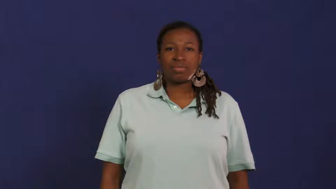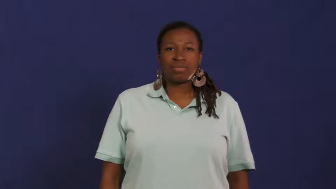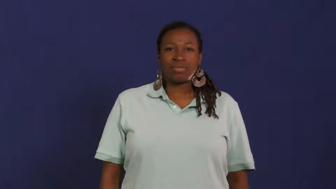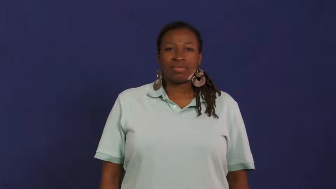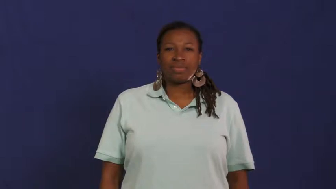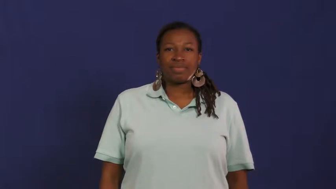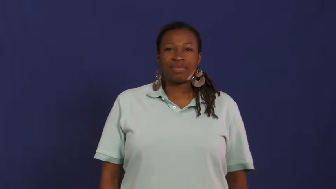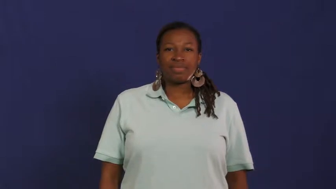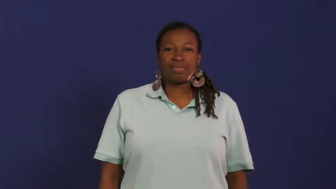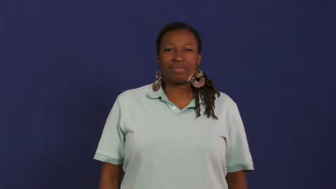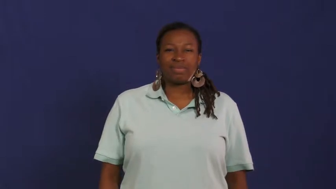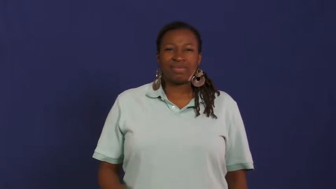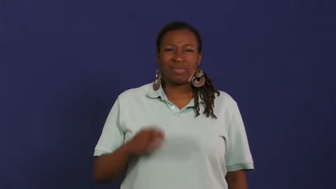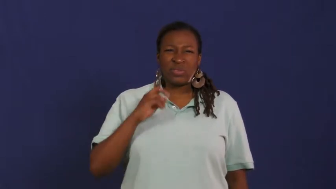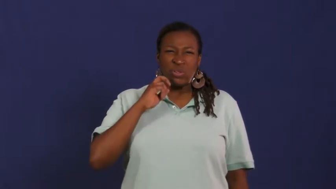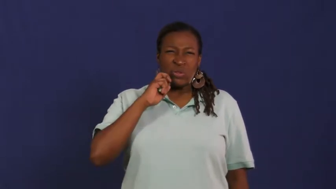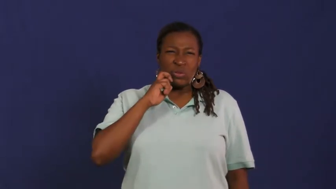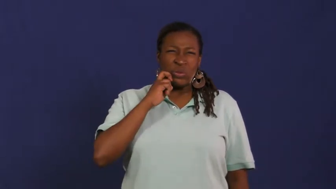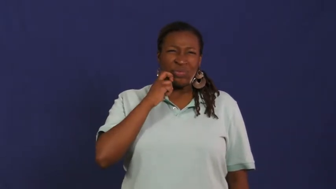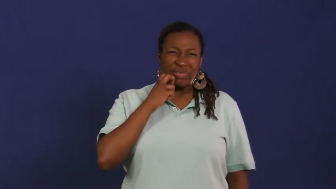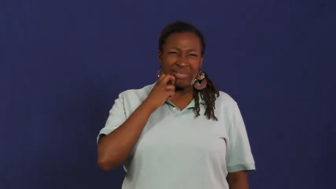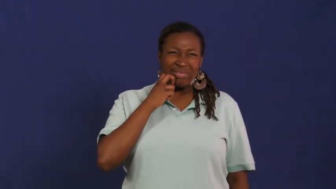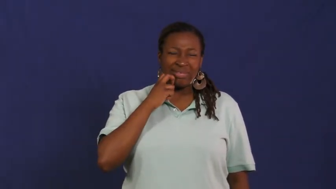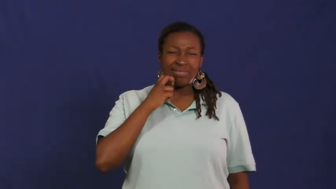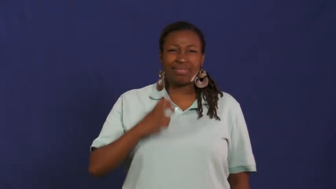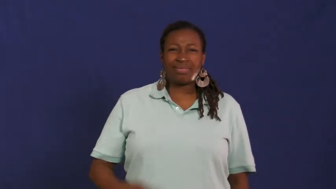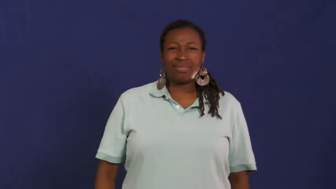nerve,gall,nervy,cheeky